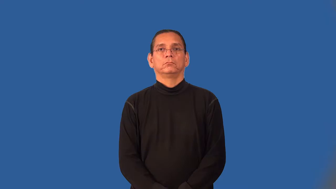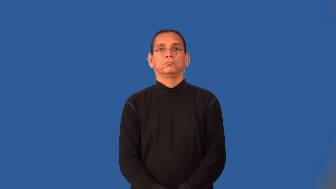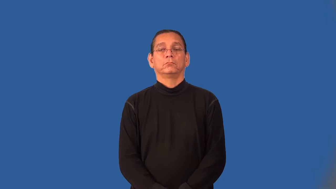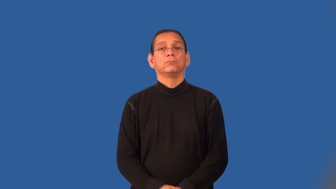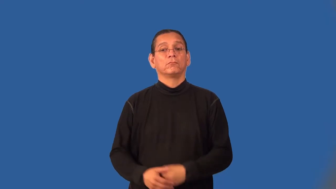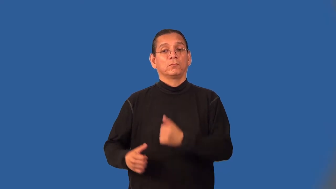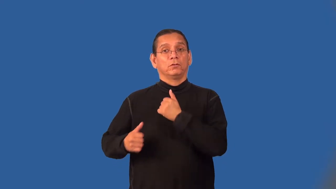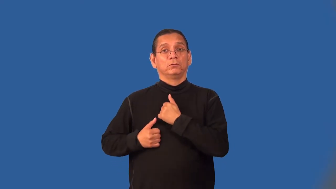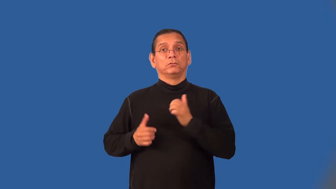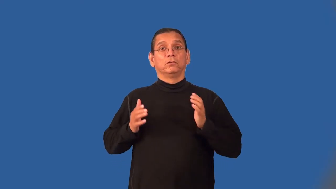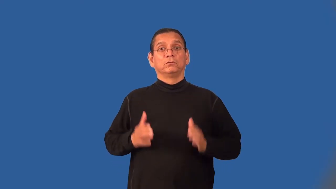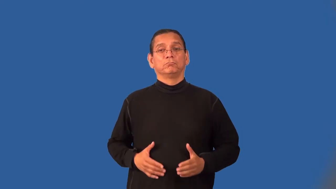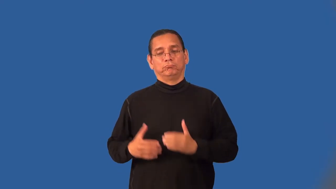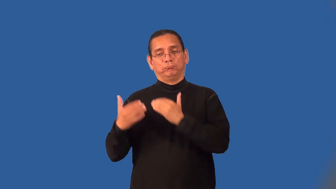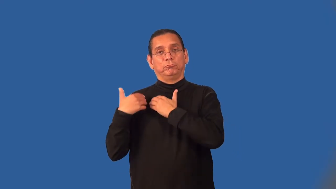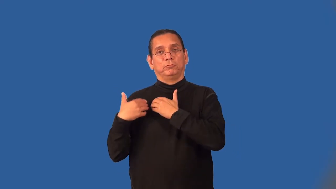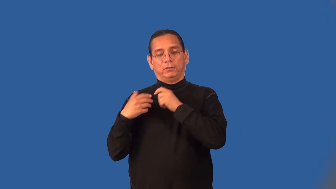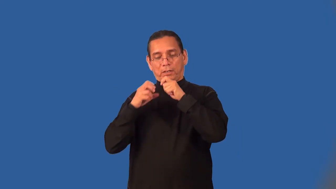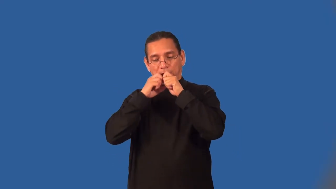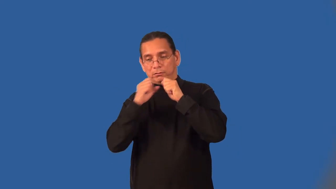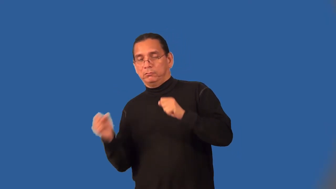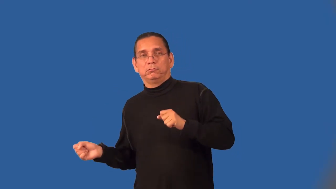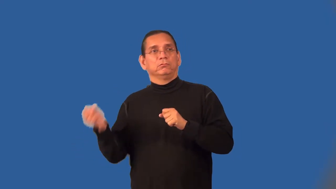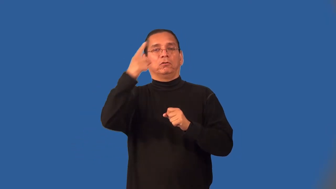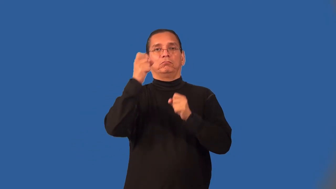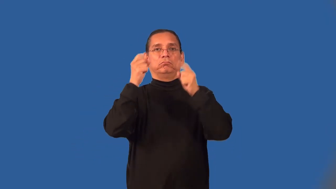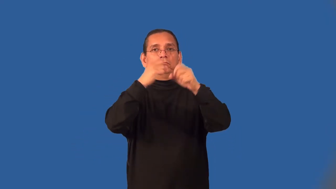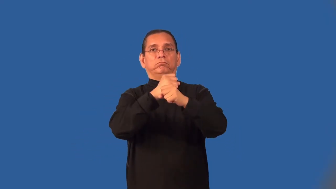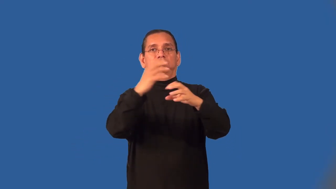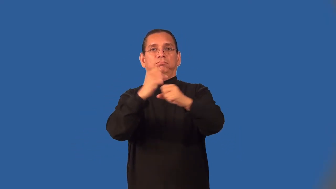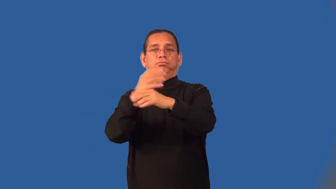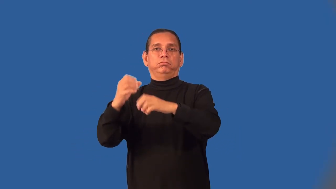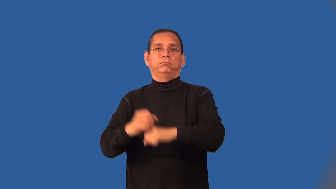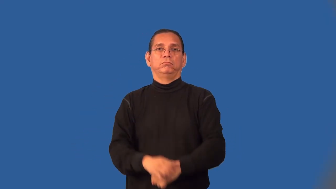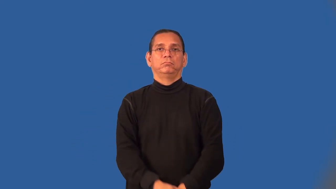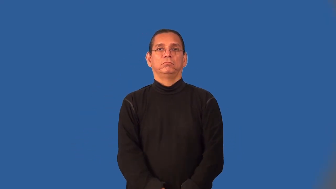grenadier